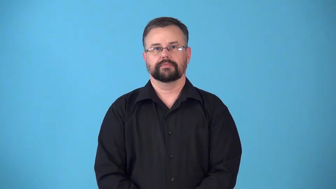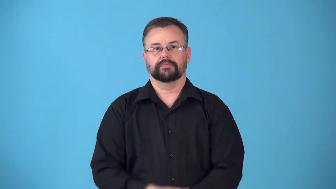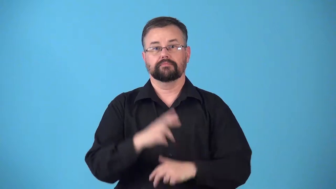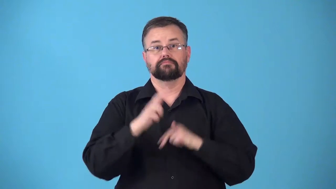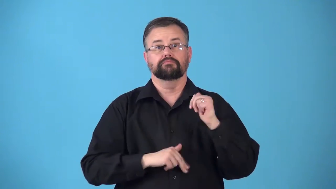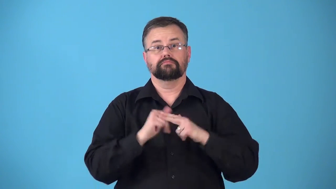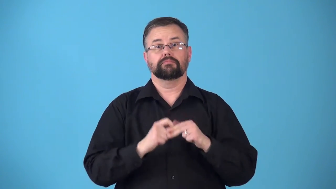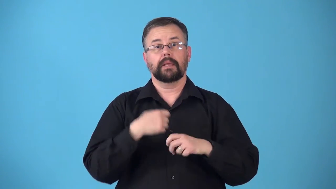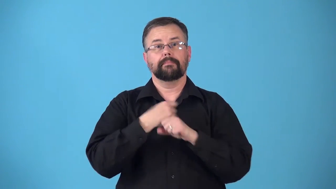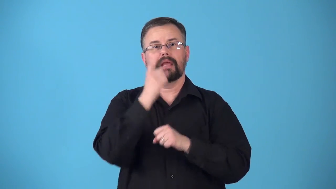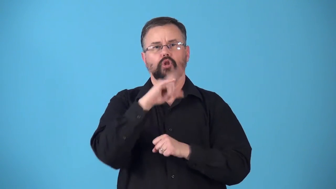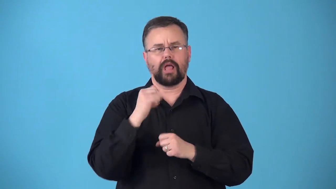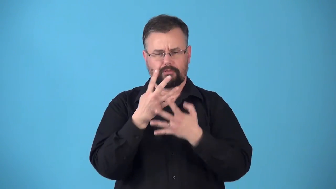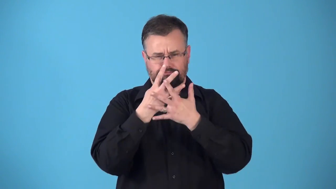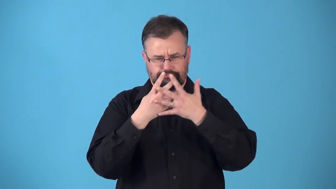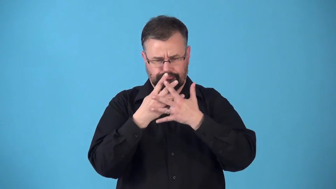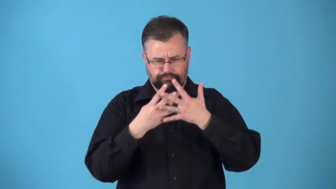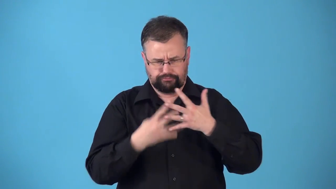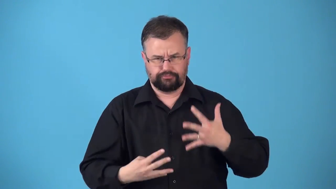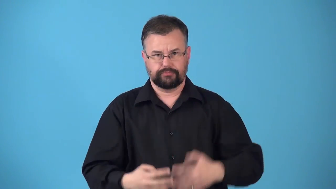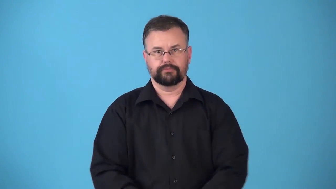reticulated